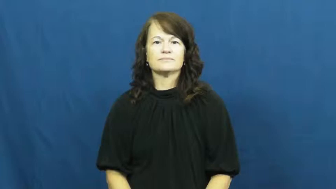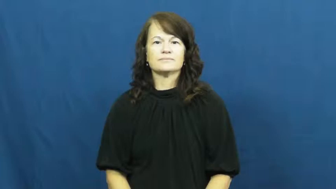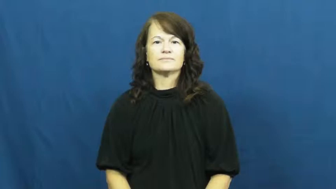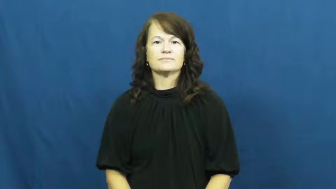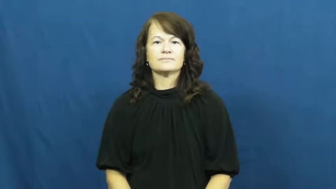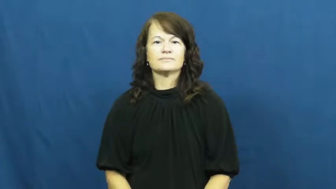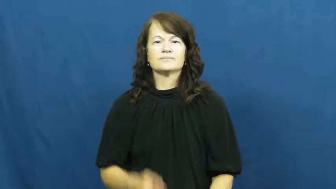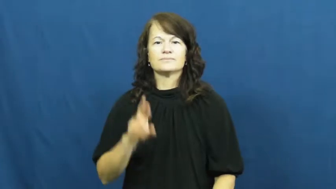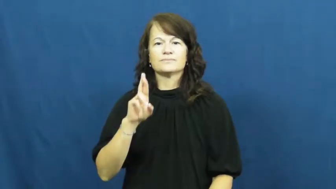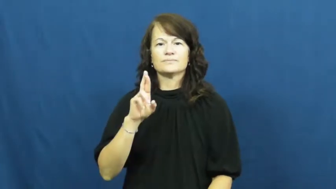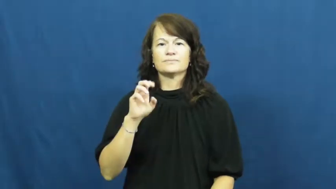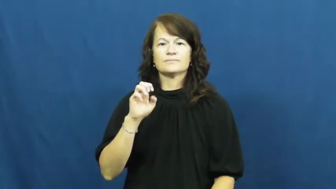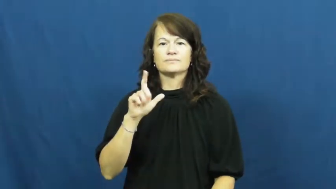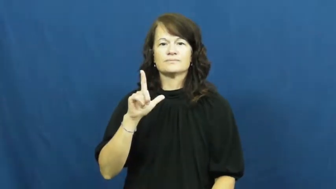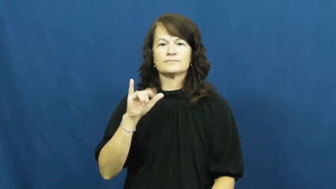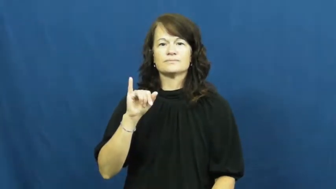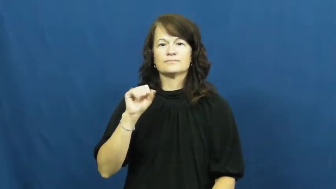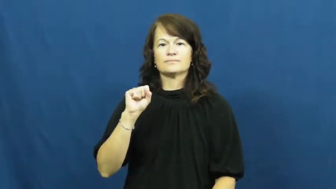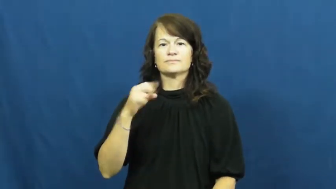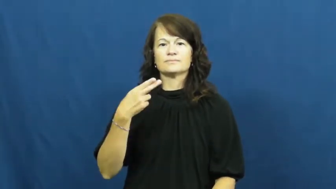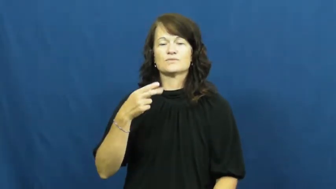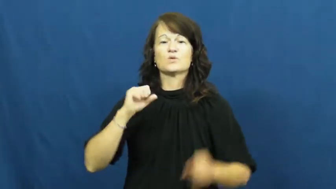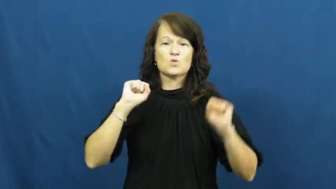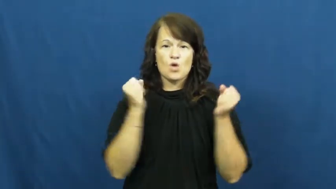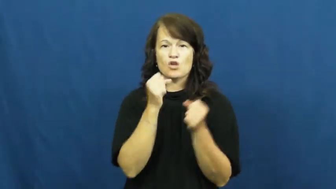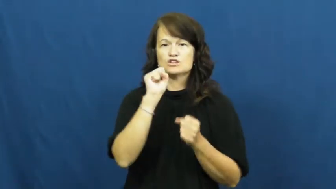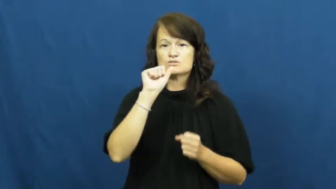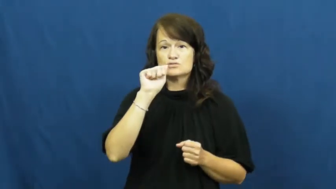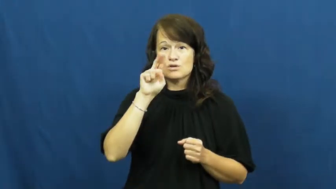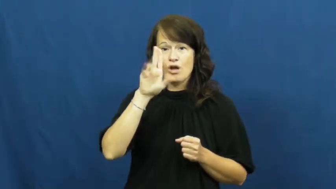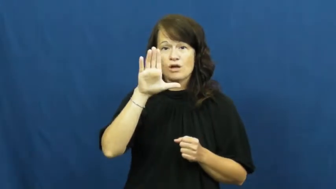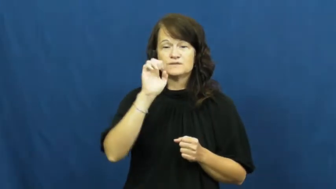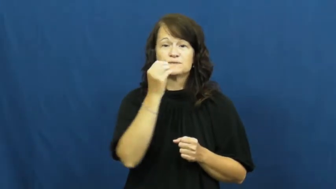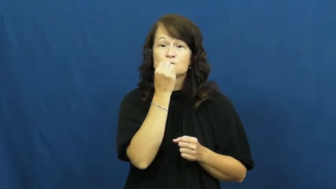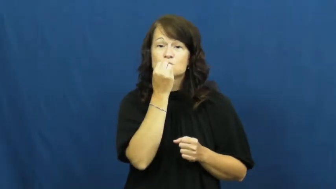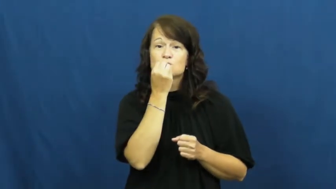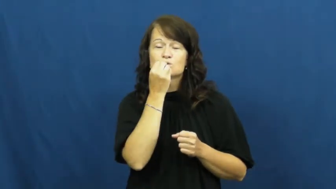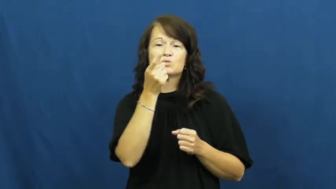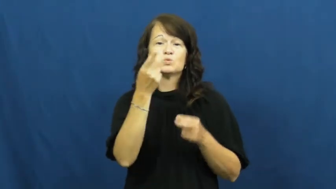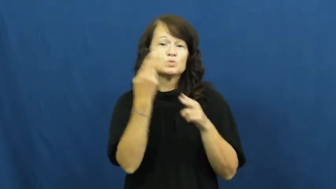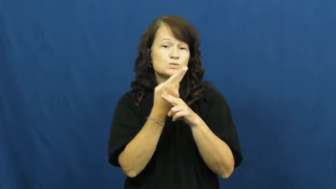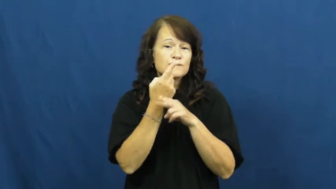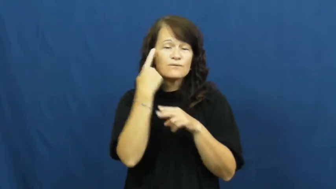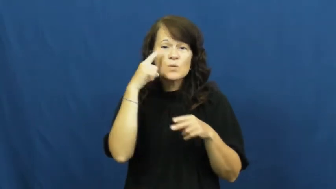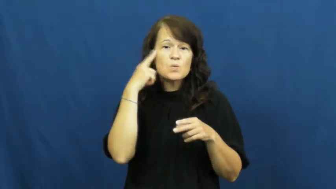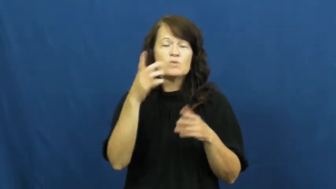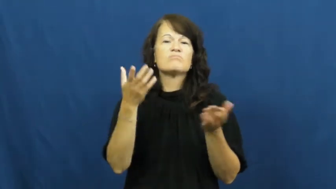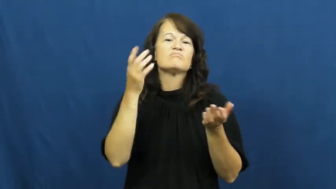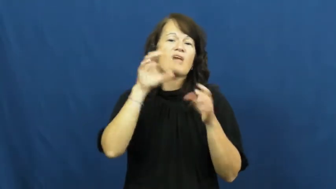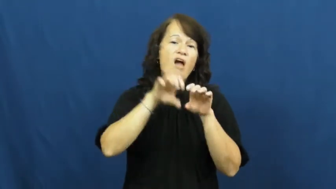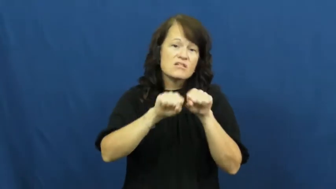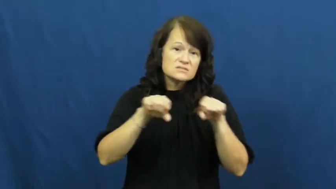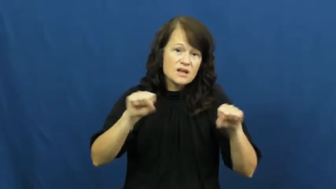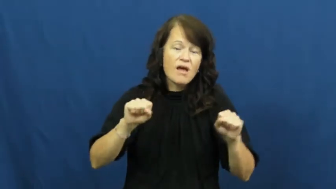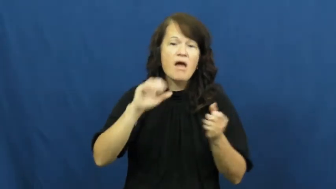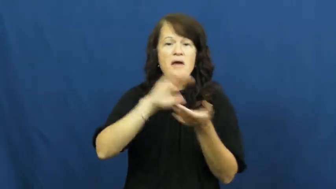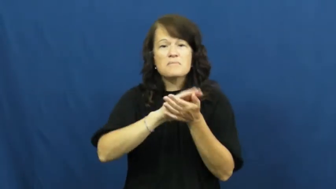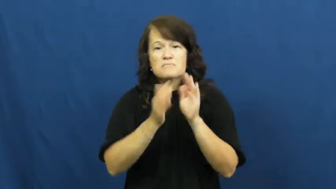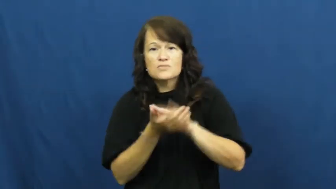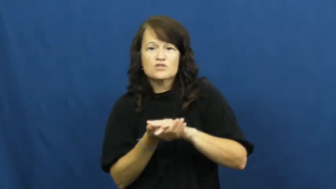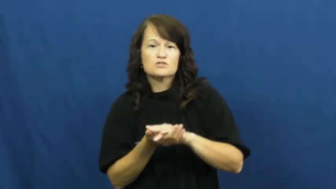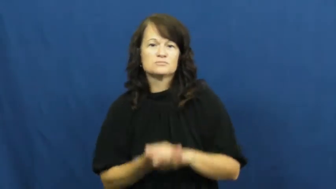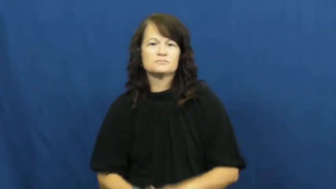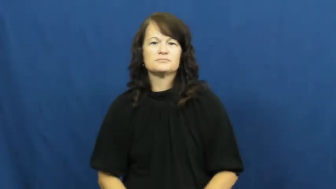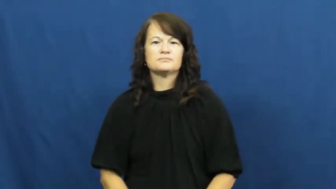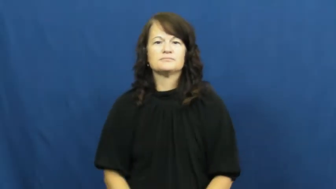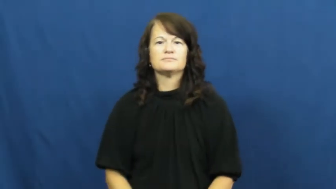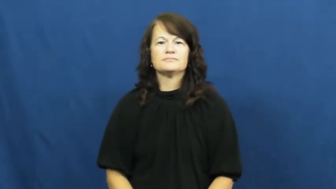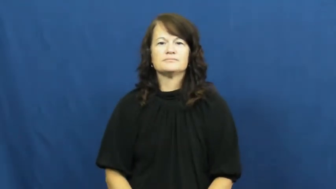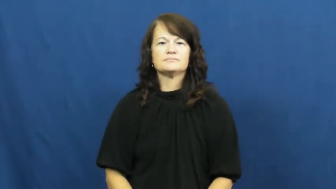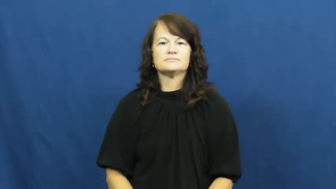relish-food